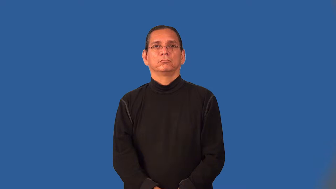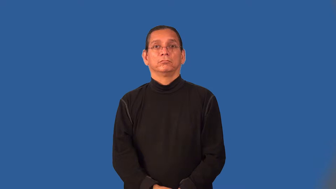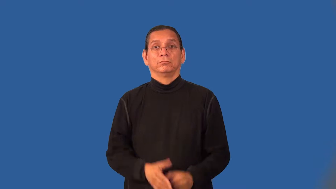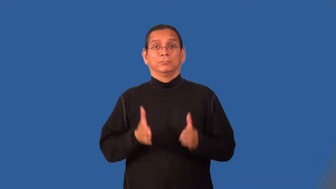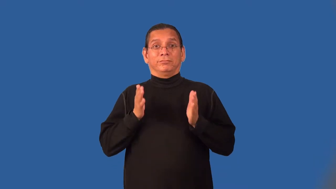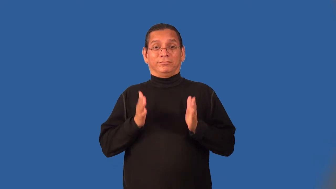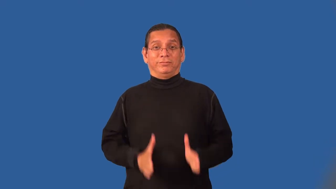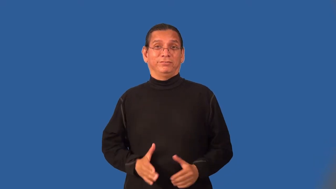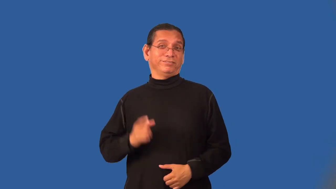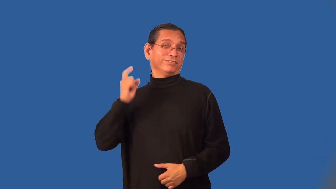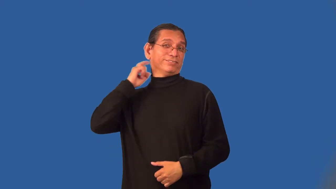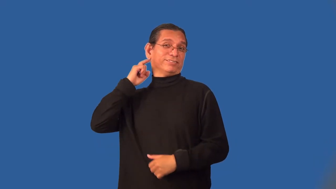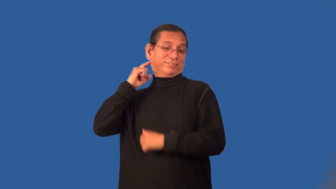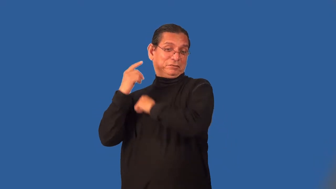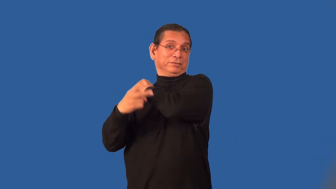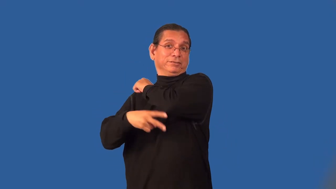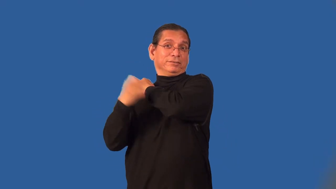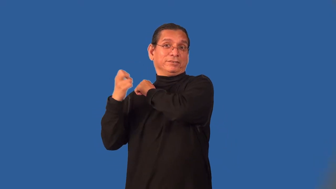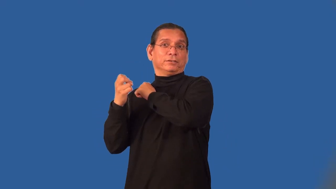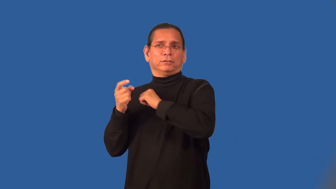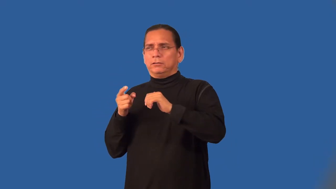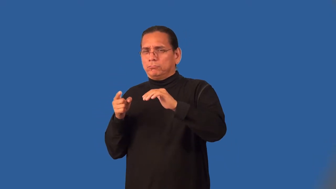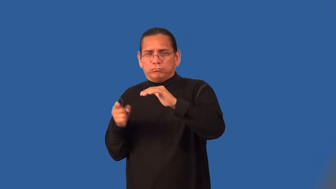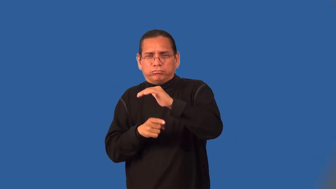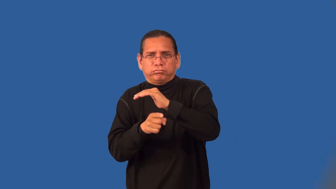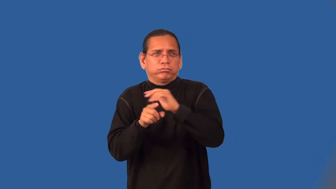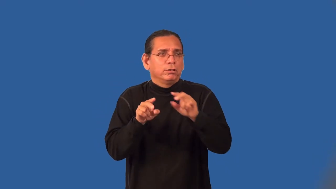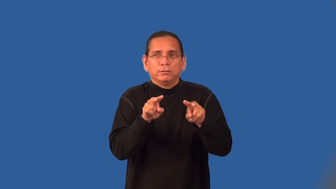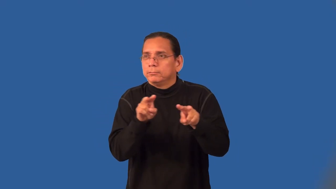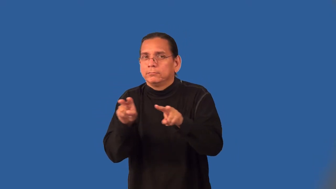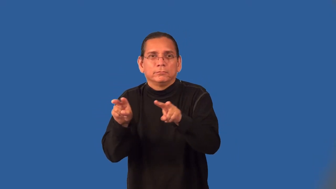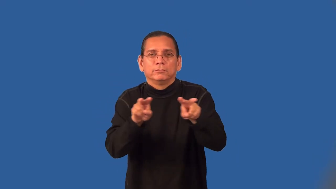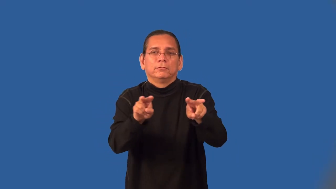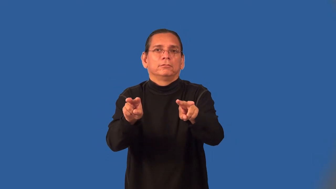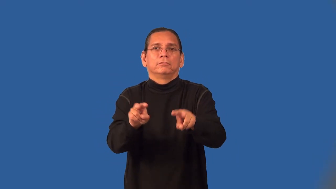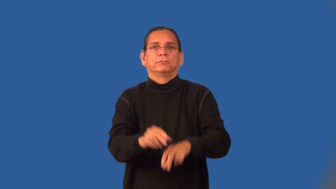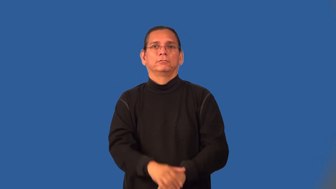prowler